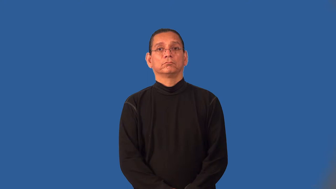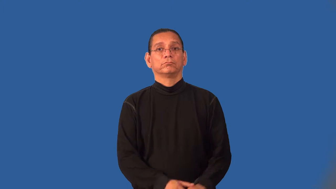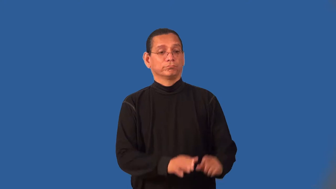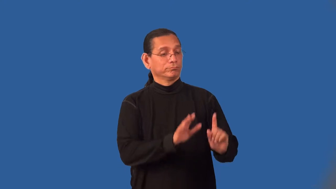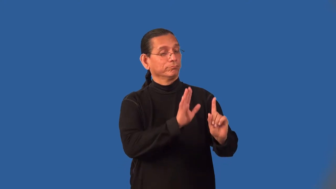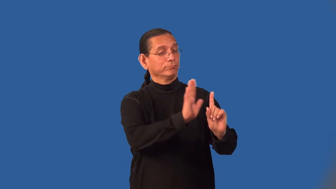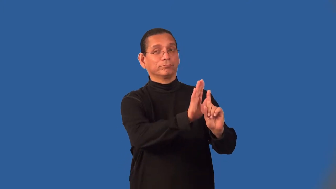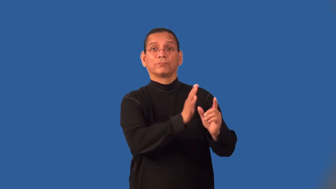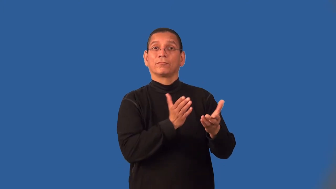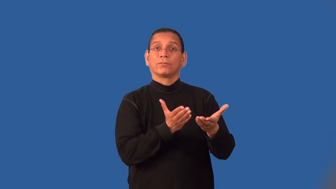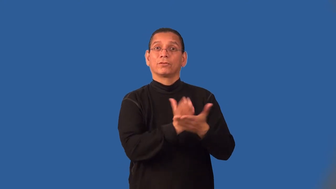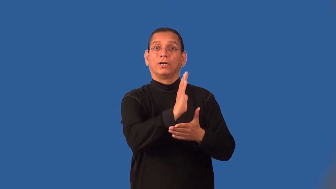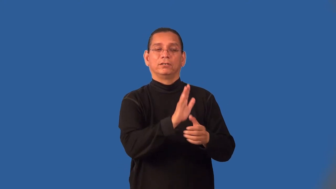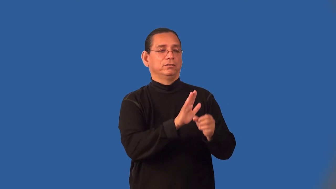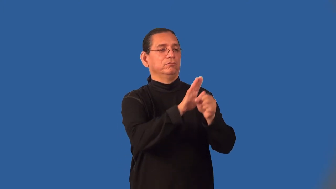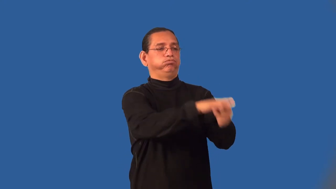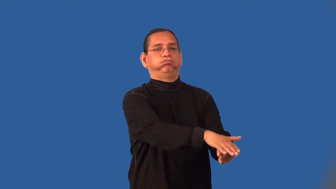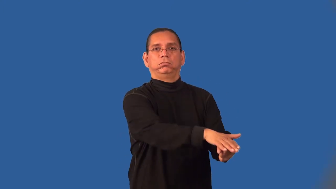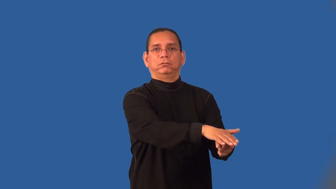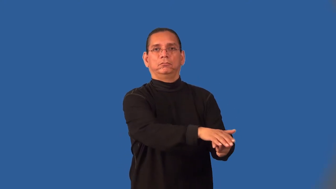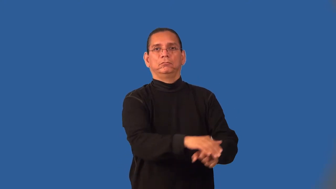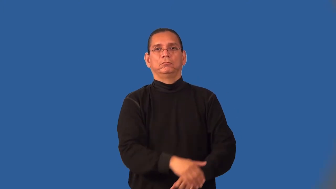infringe